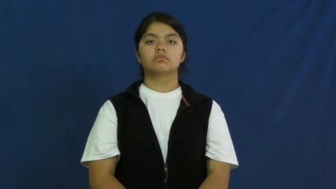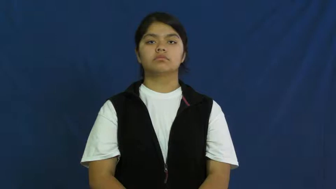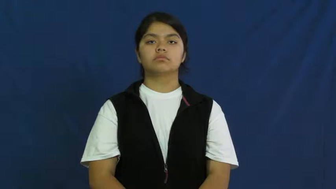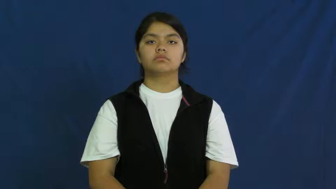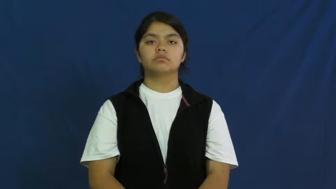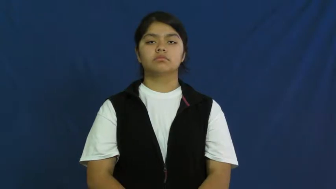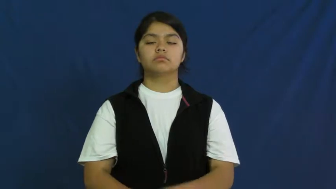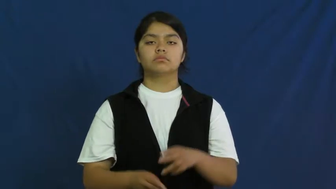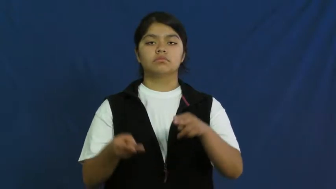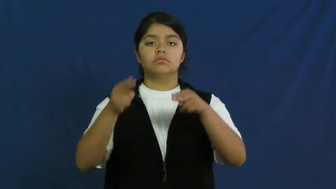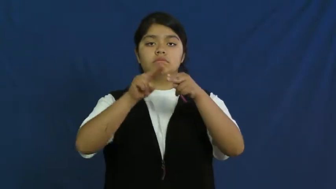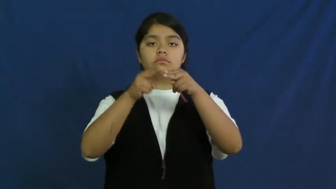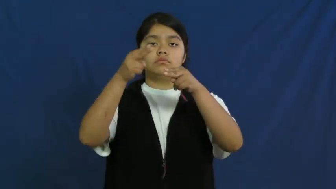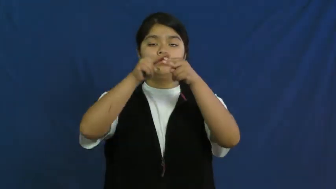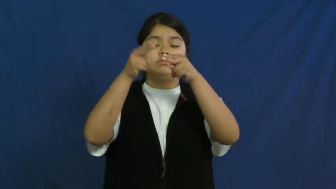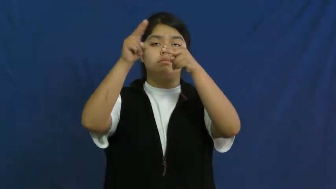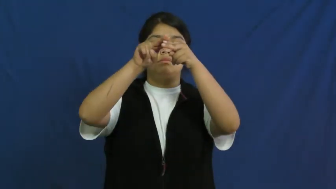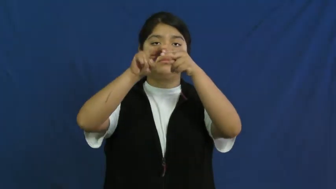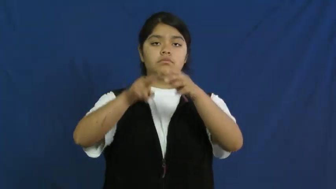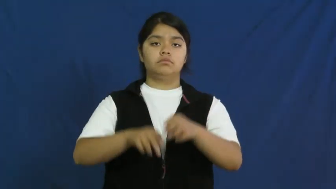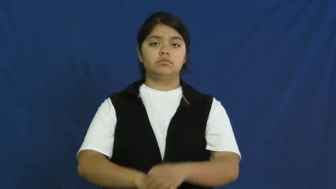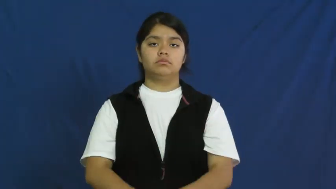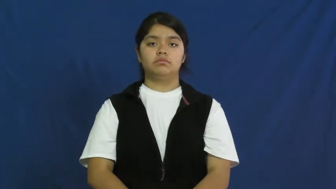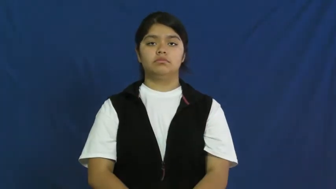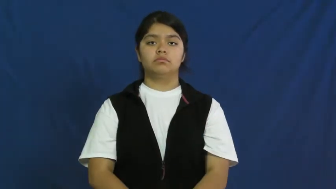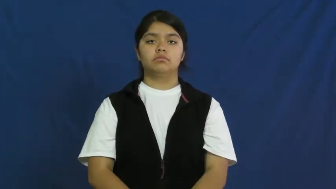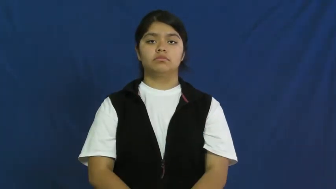ramp up,ratchet up